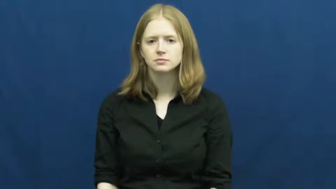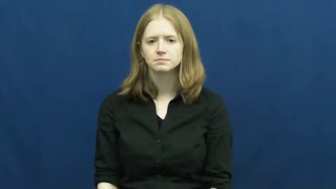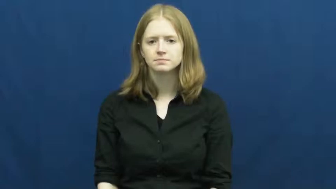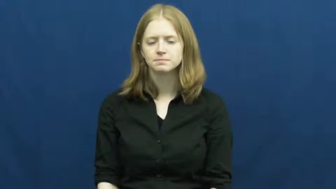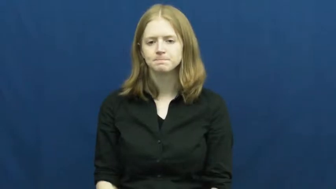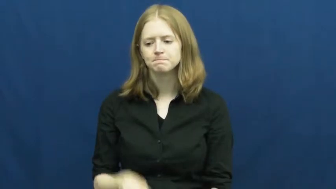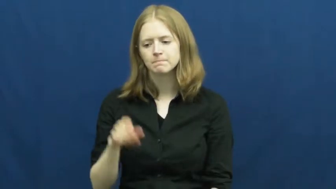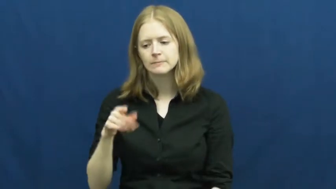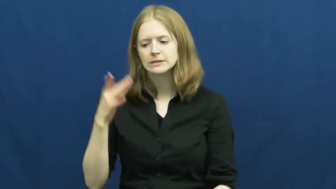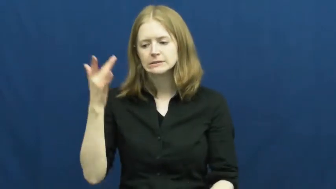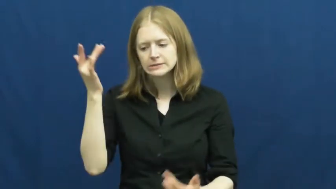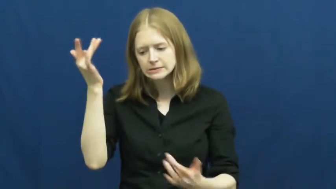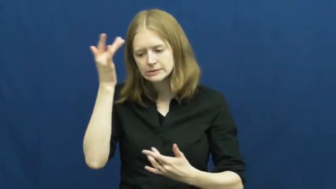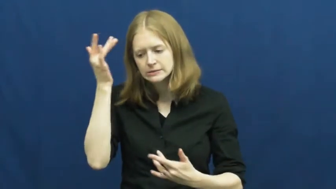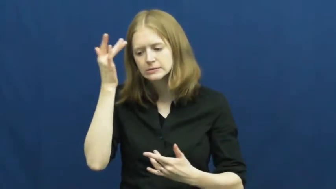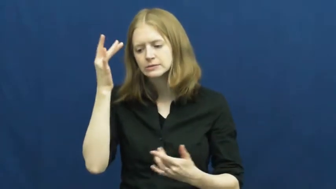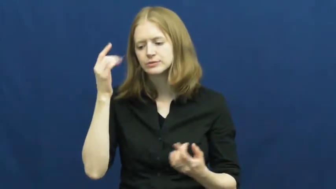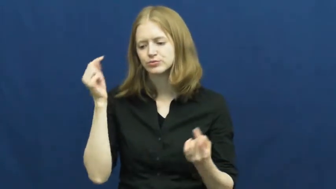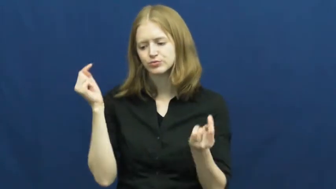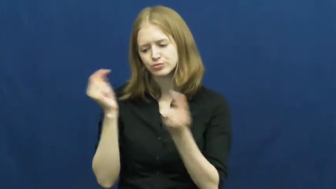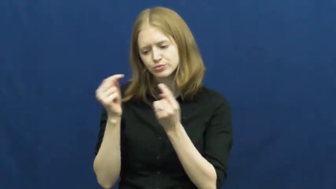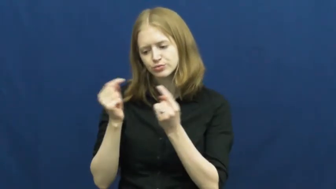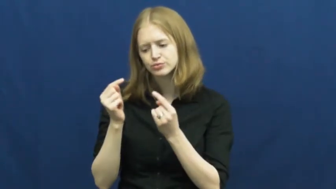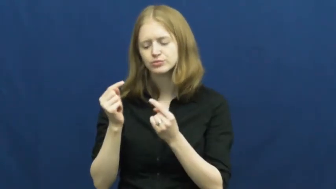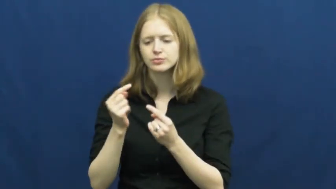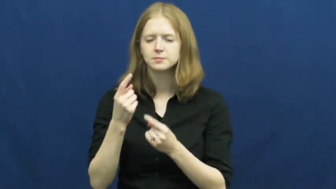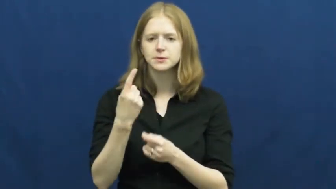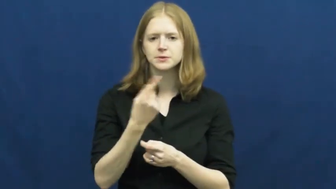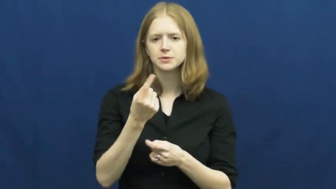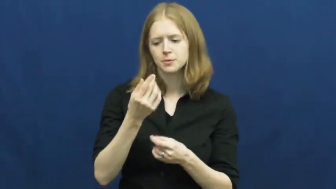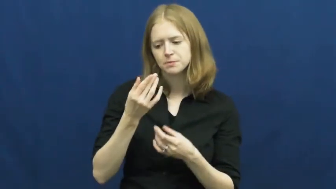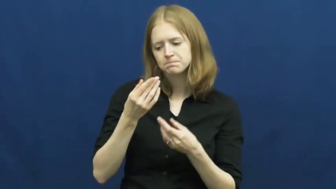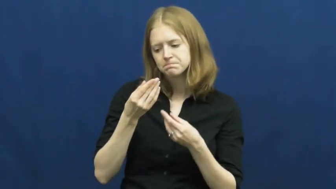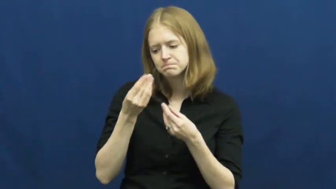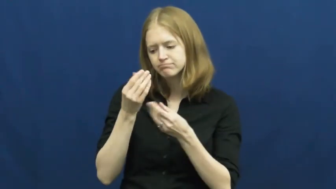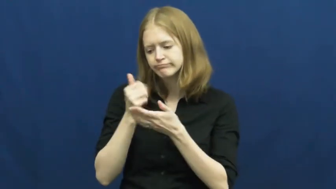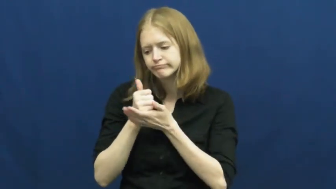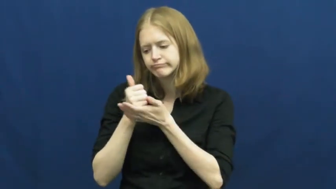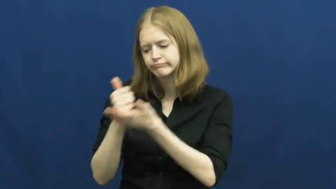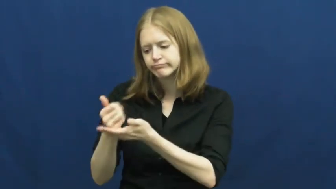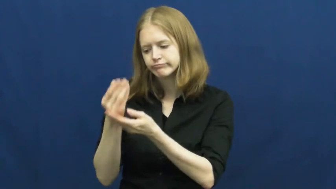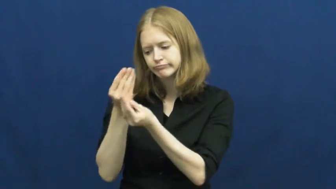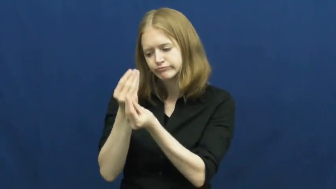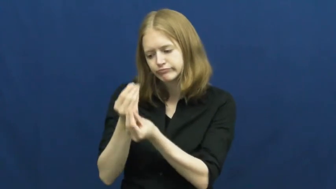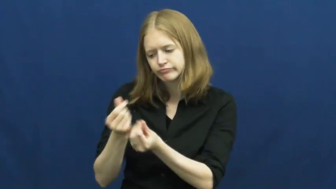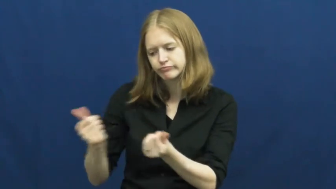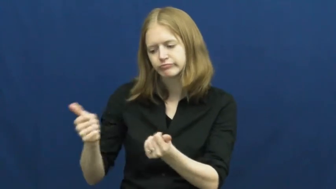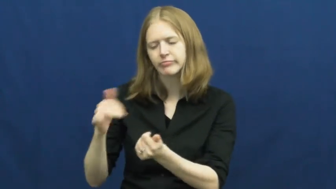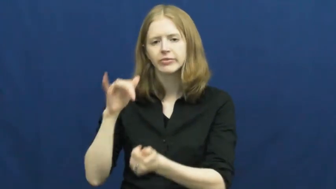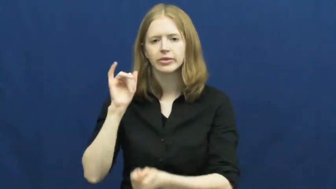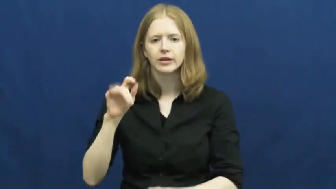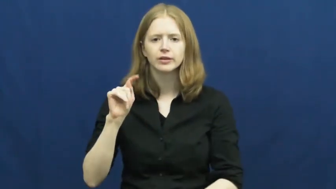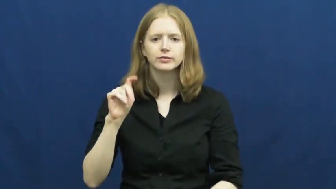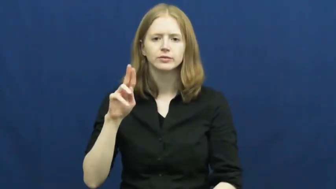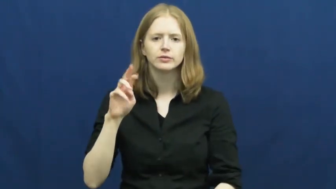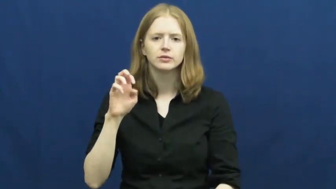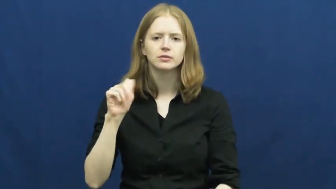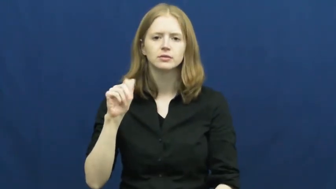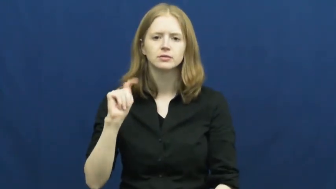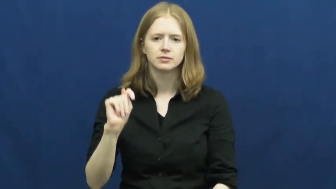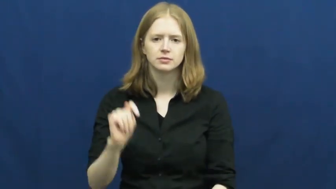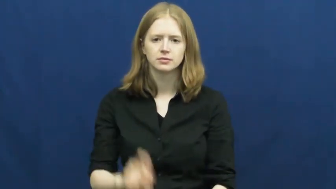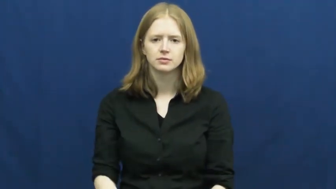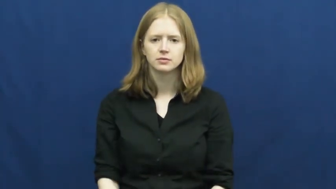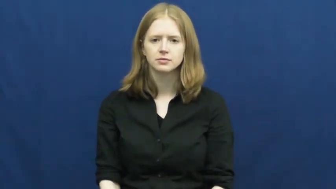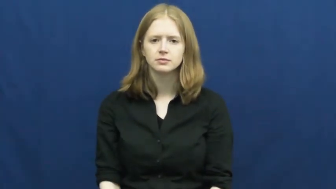treat-sickness